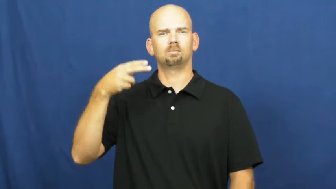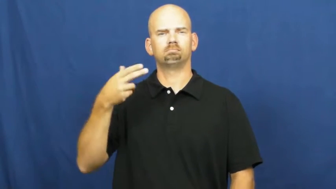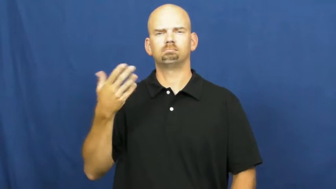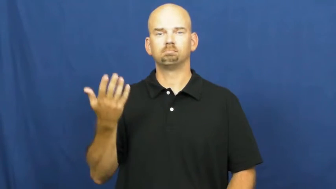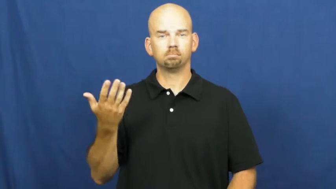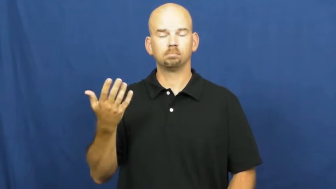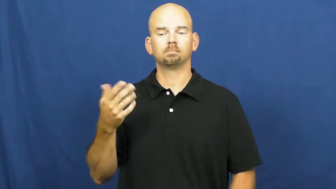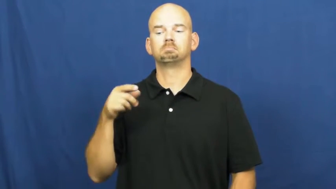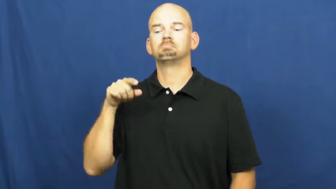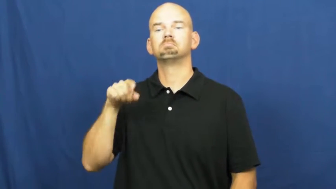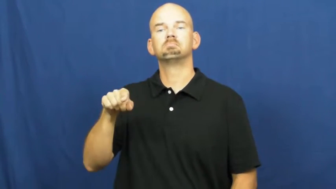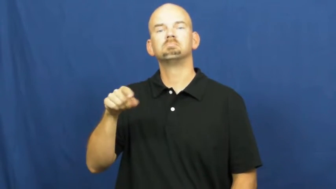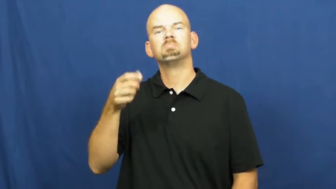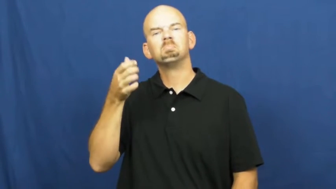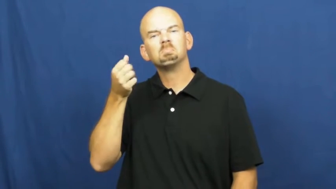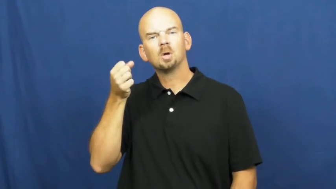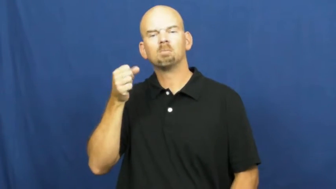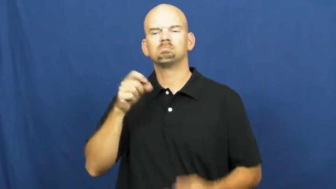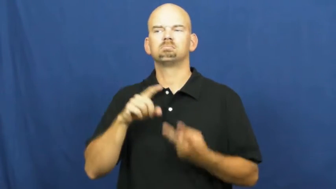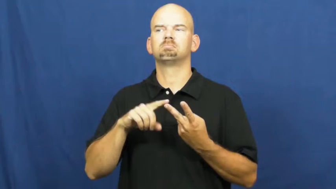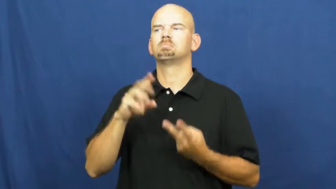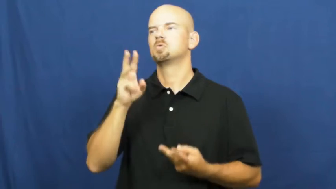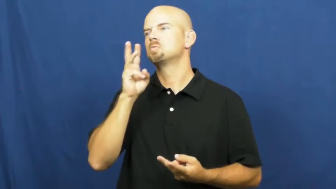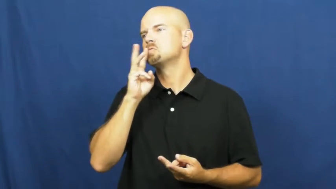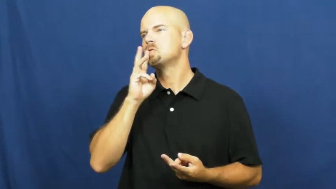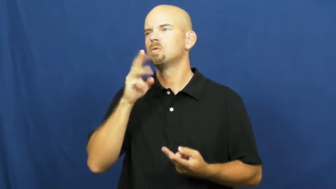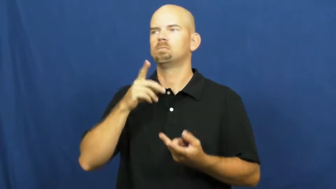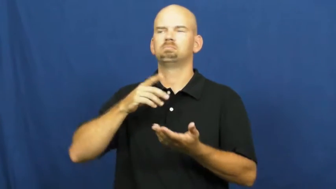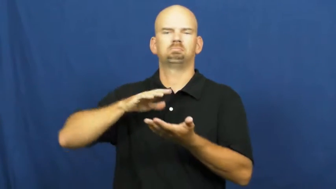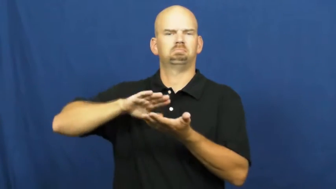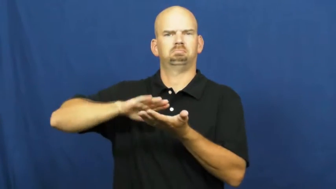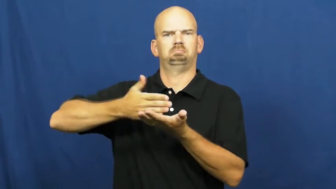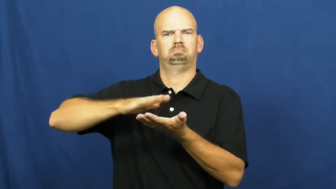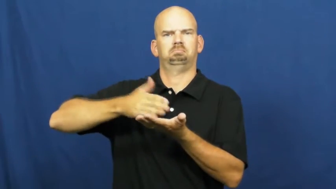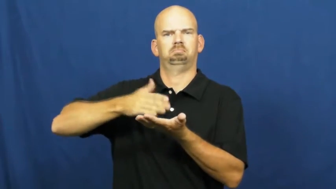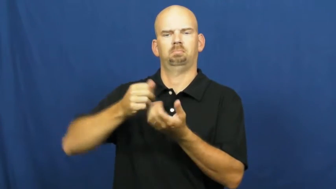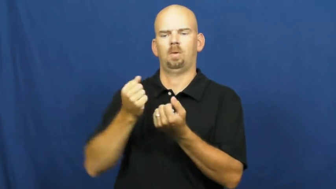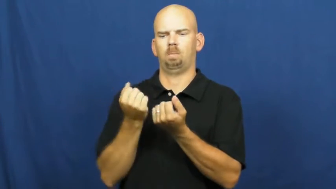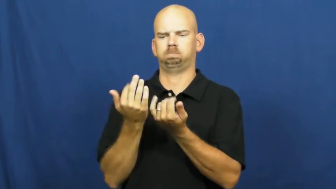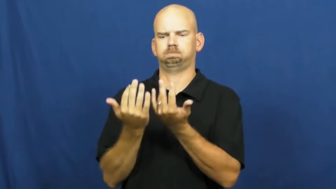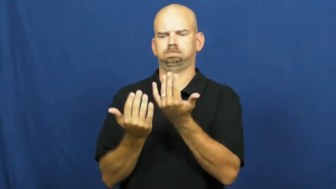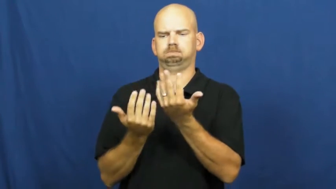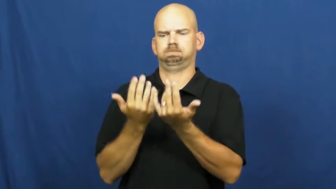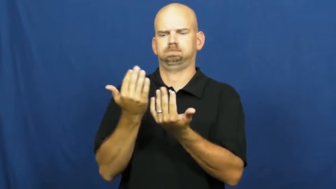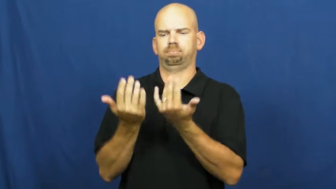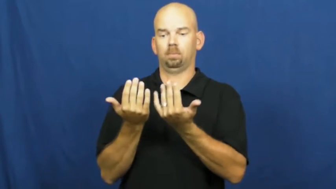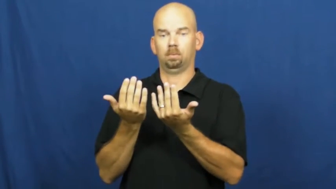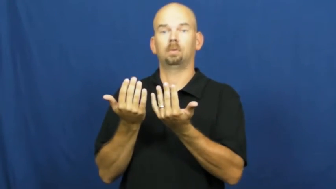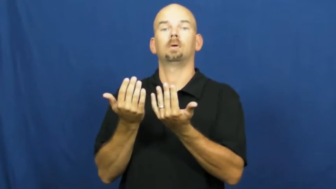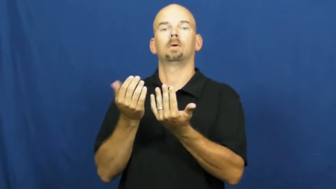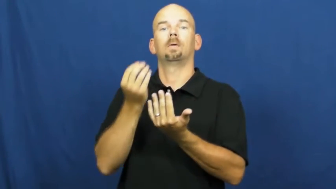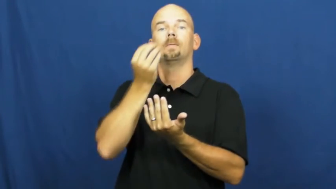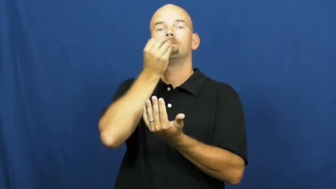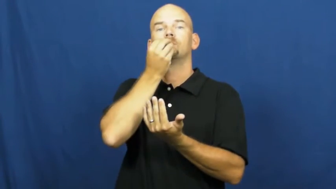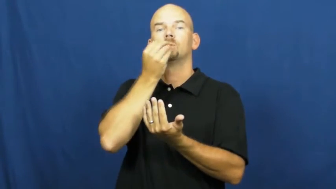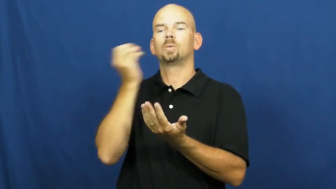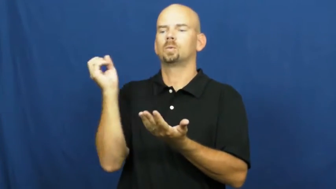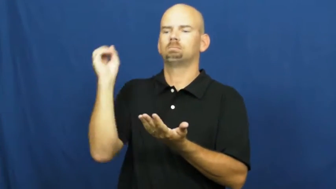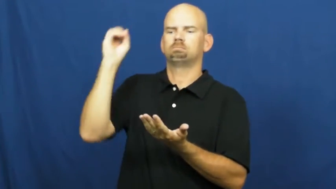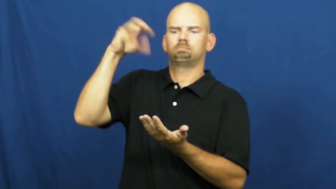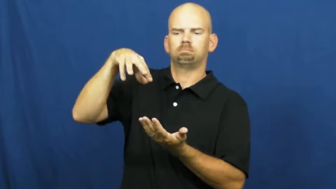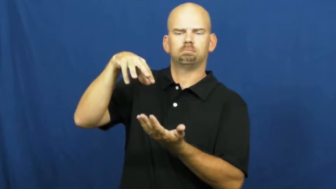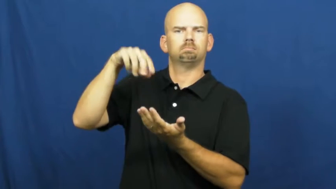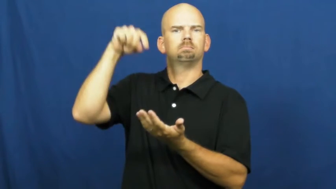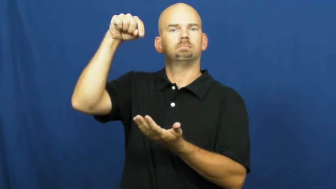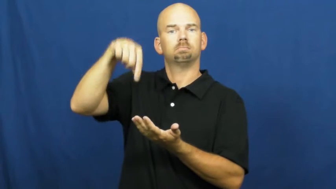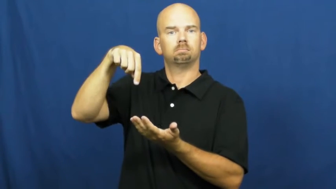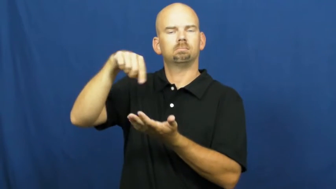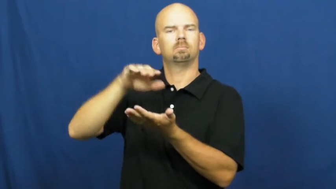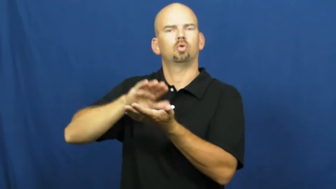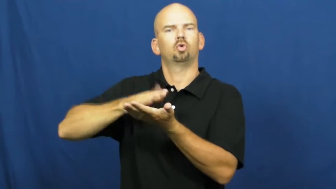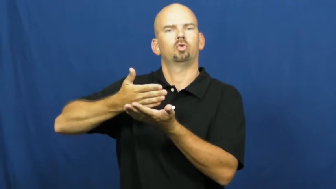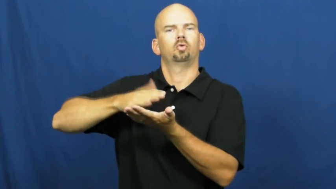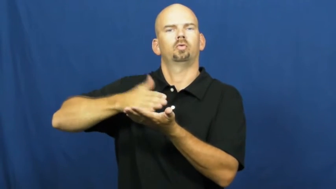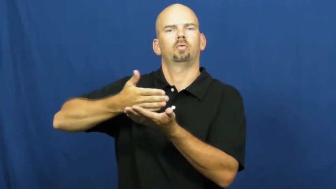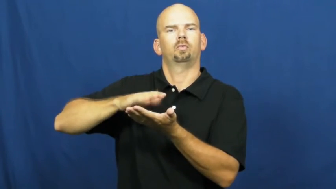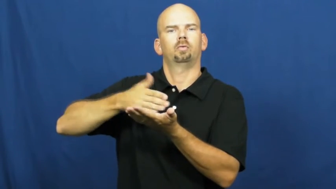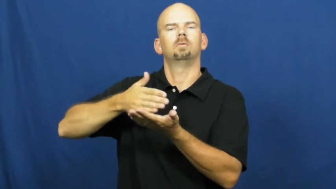poach-cook